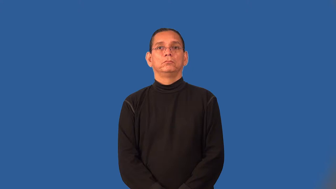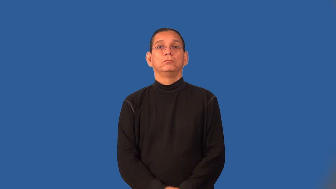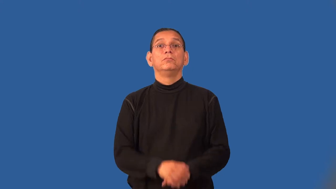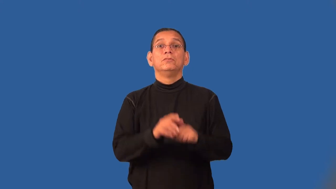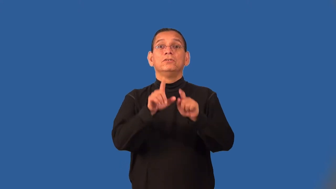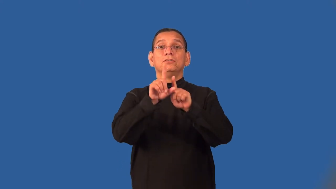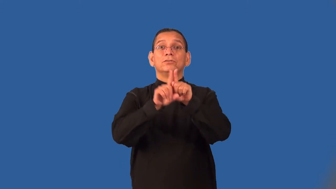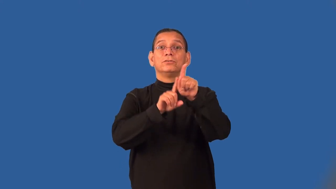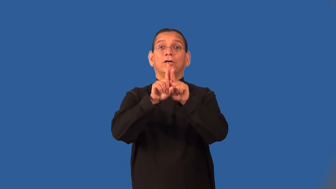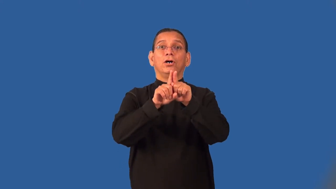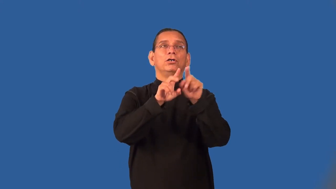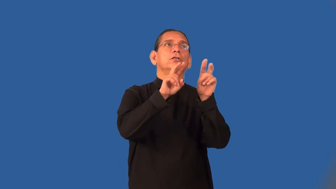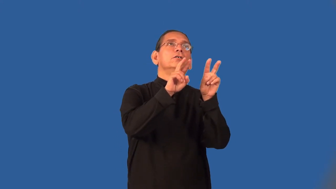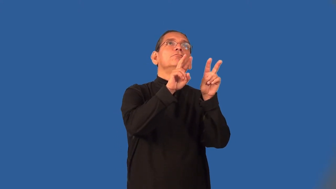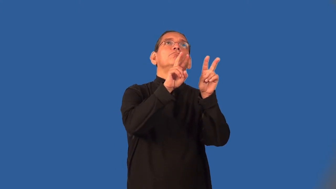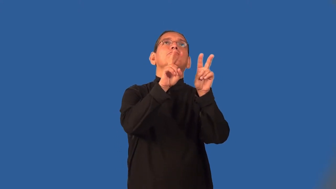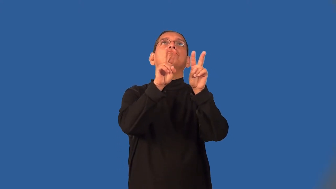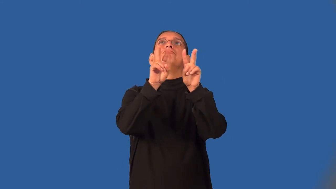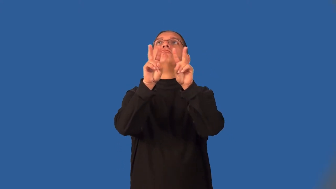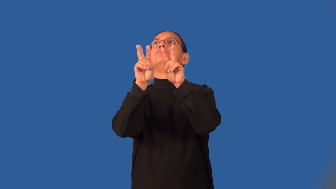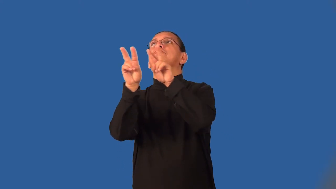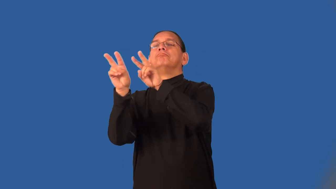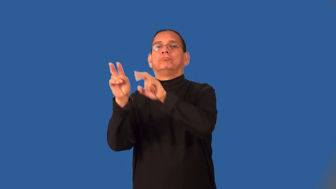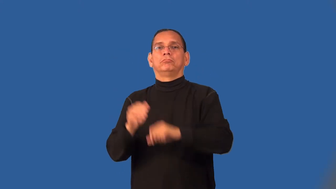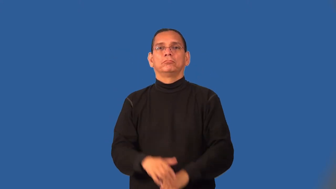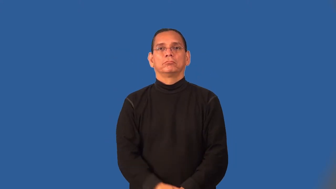stargaze